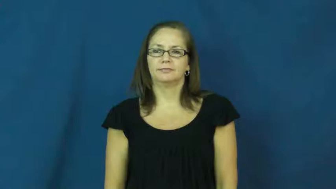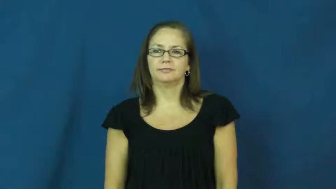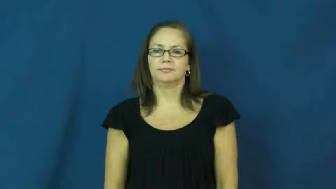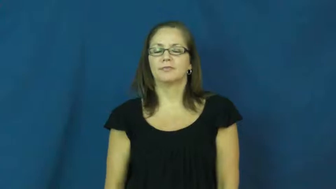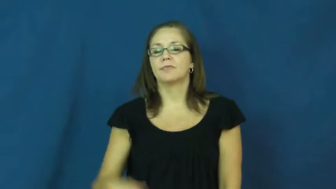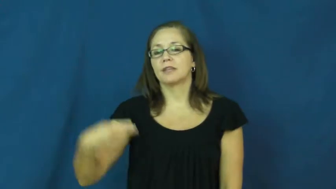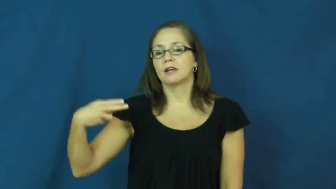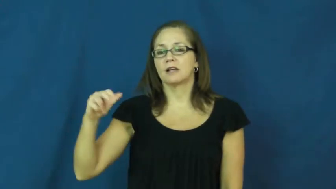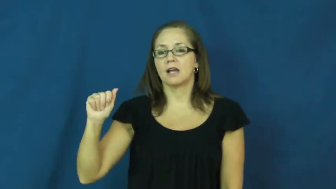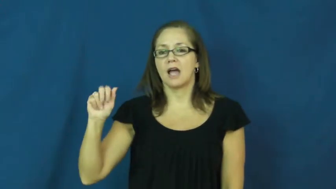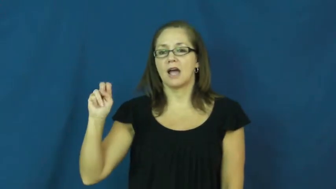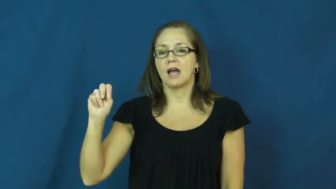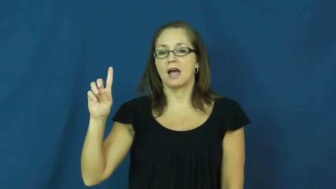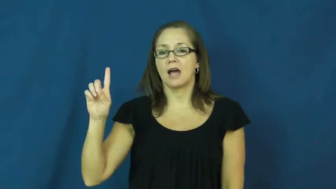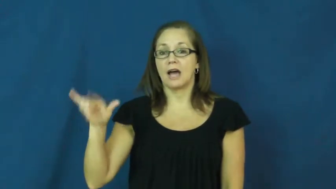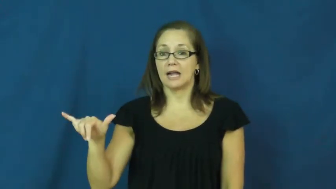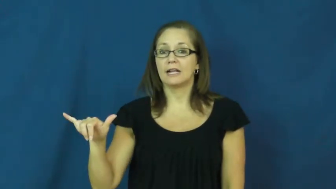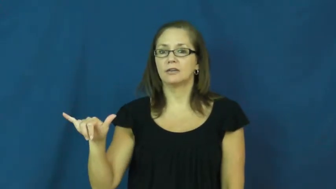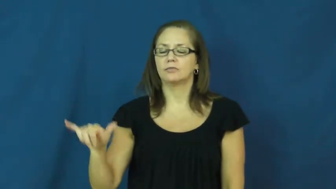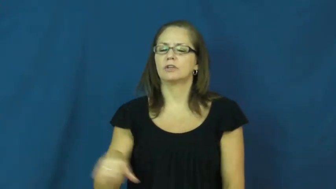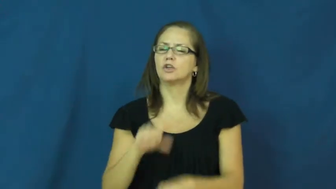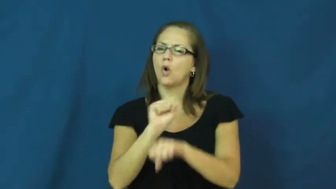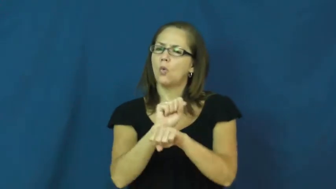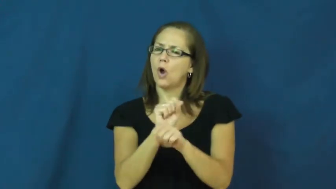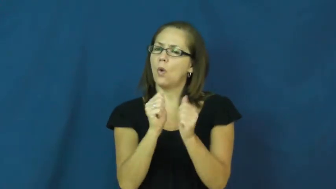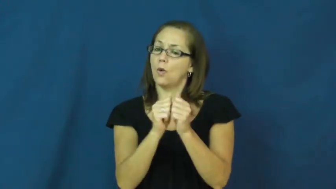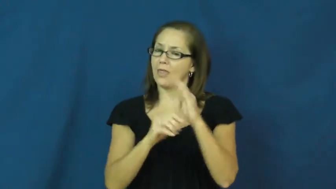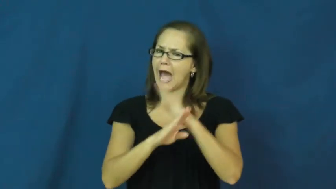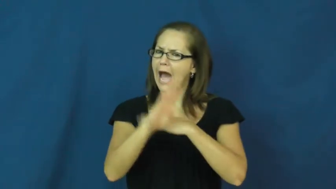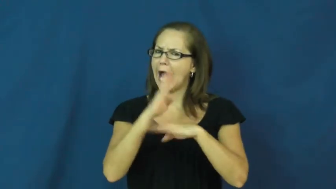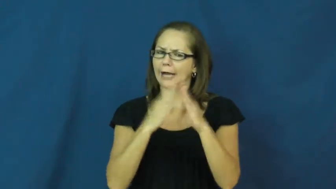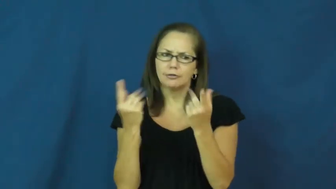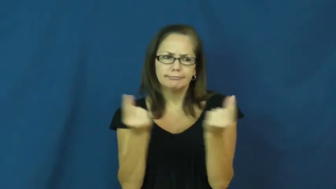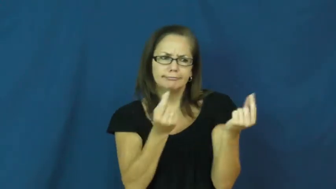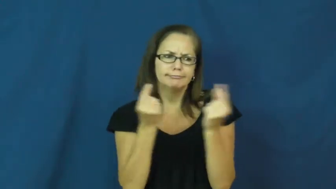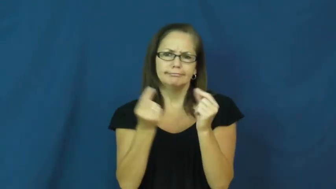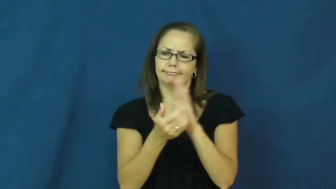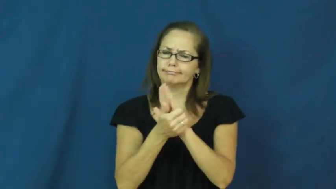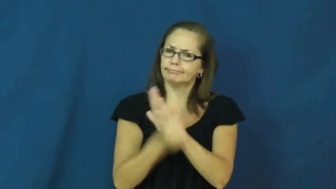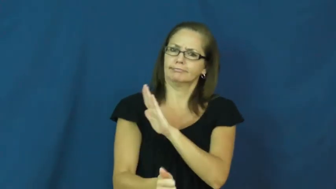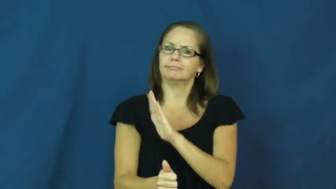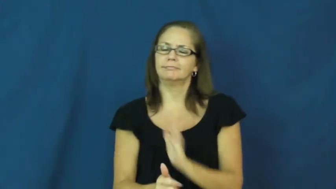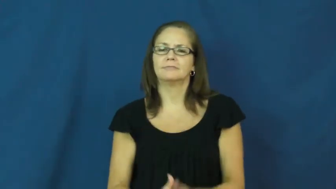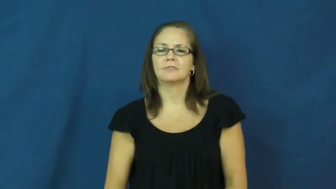handy-good with hands